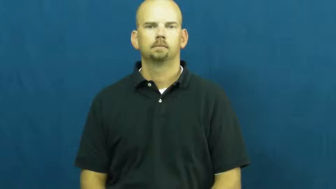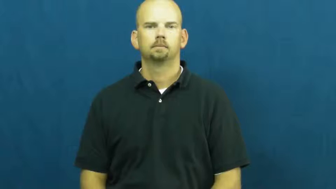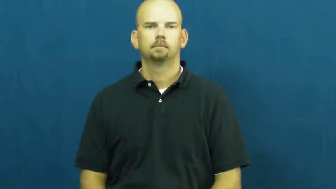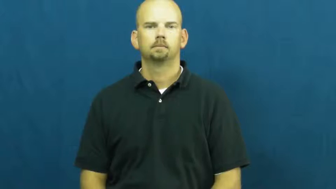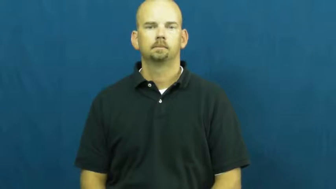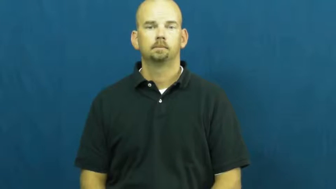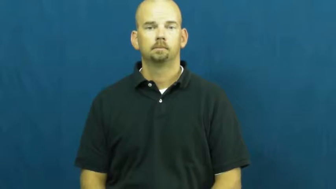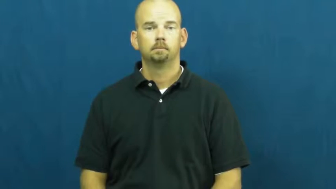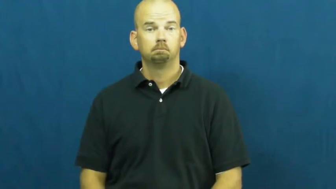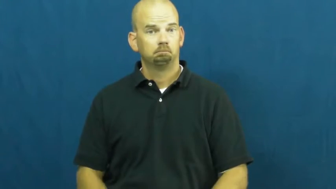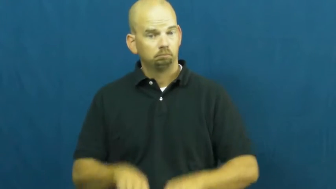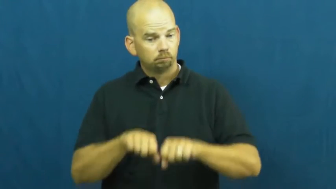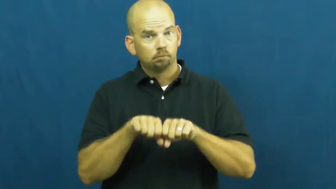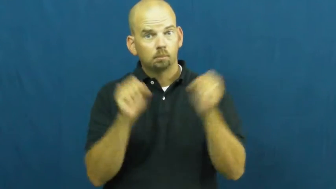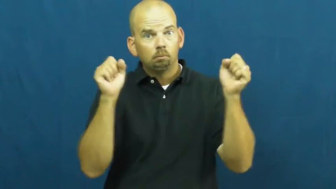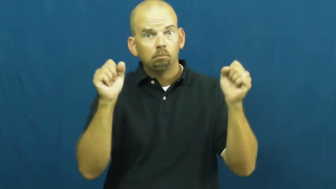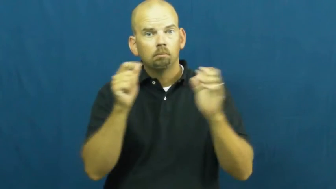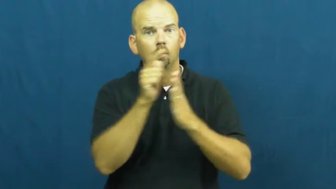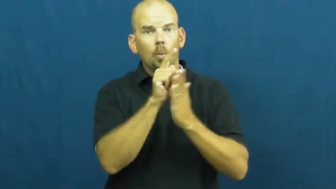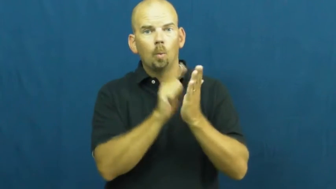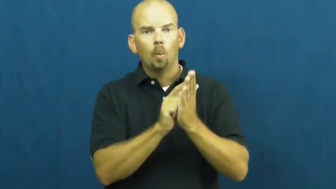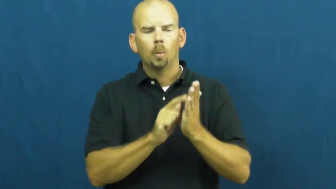violate,contravene,break